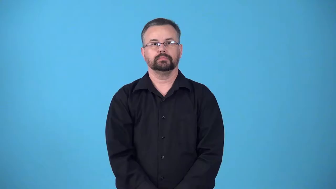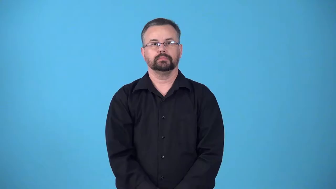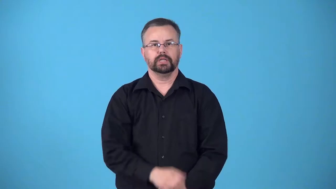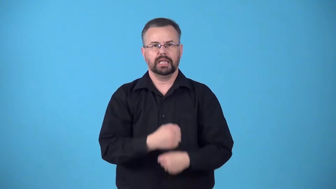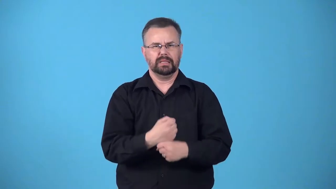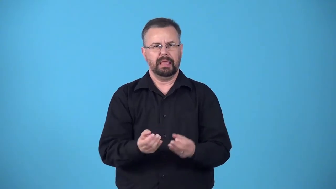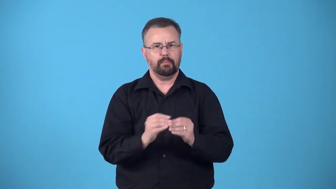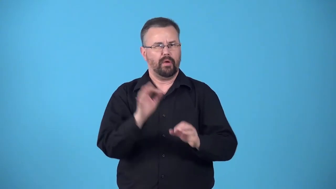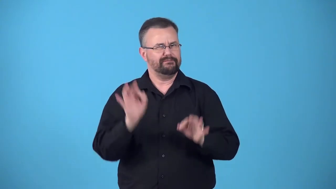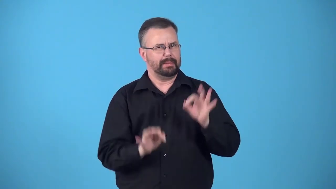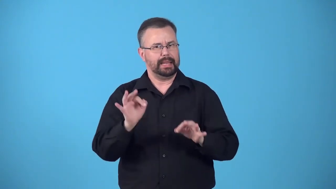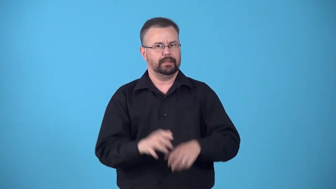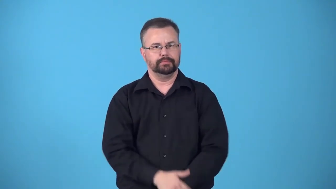effeminize